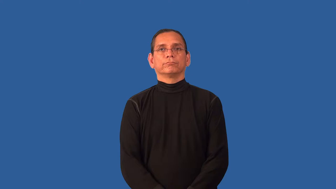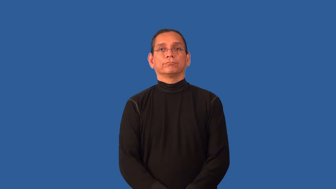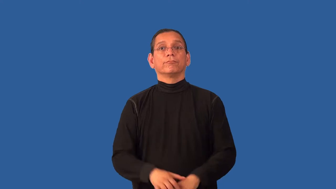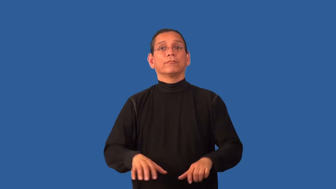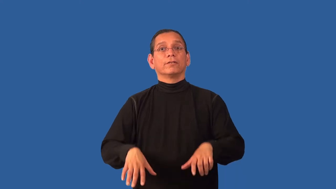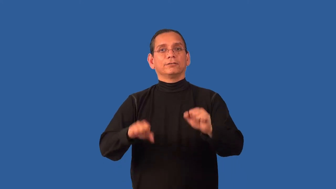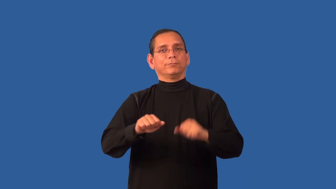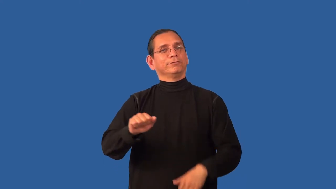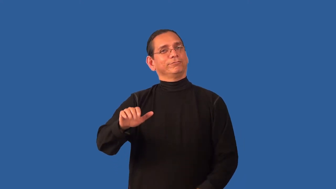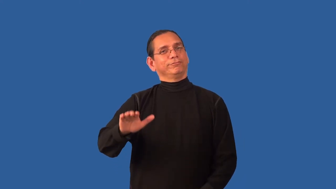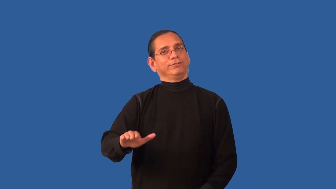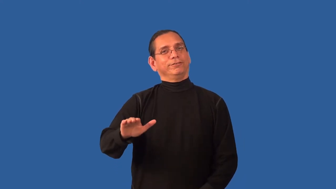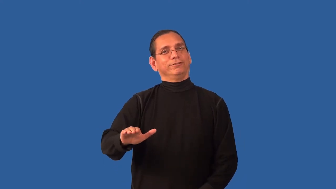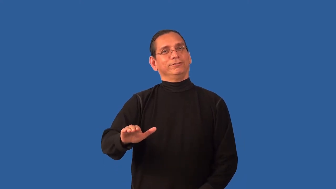adopt-child